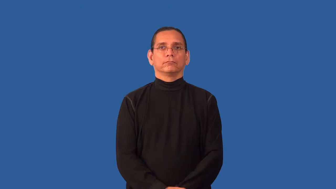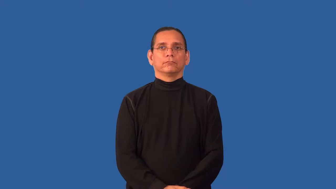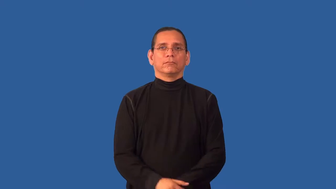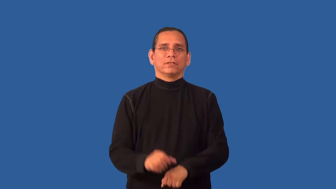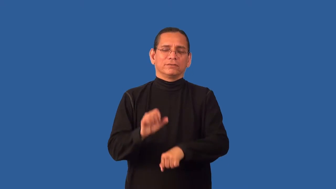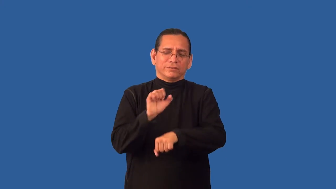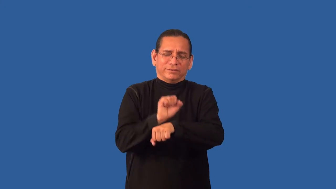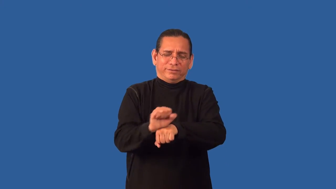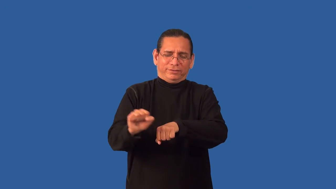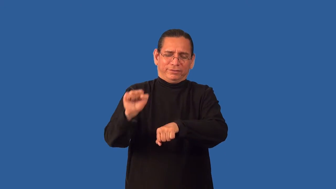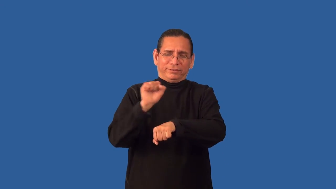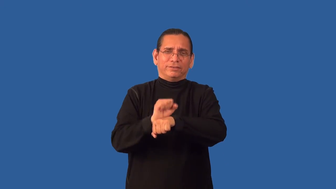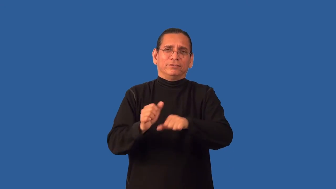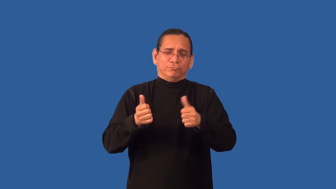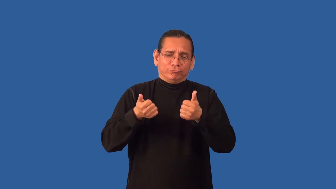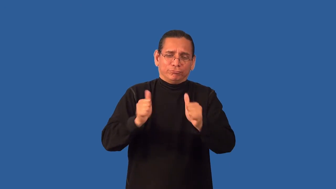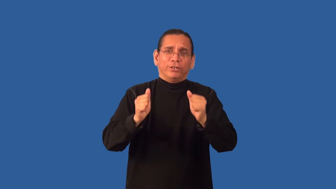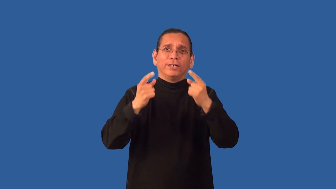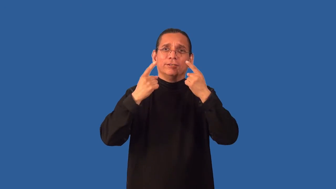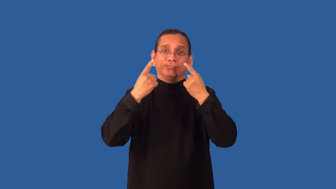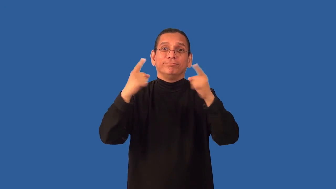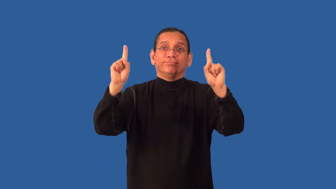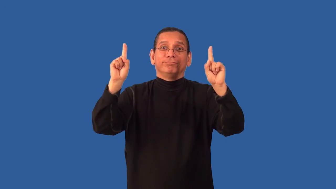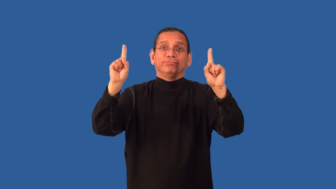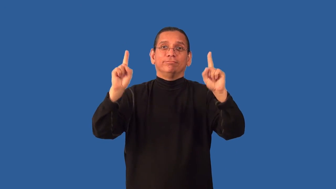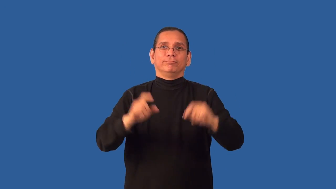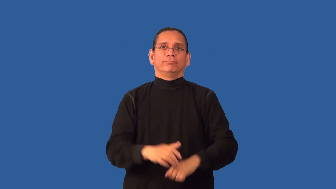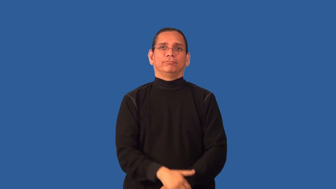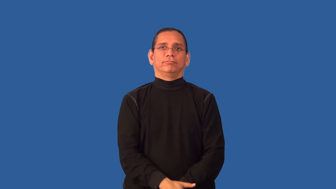apply-try to succeed